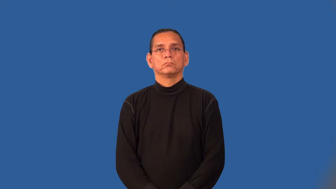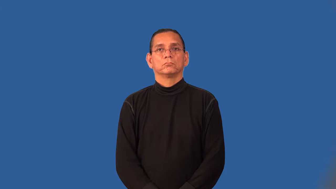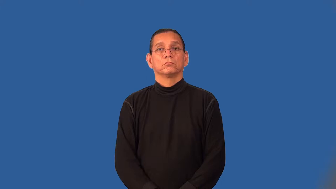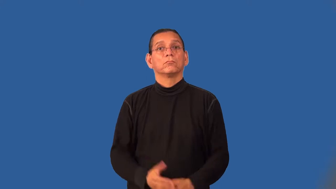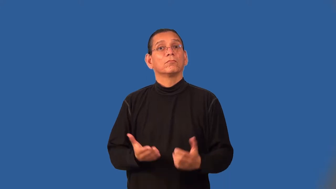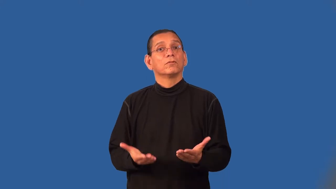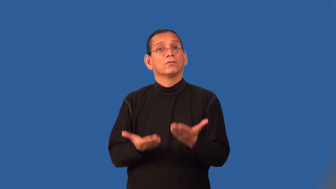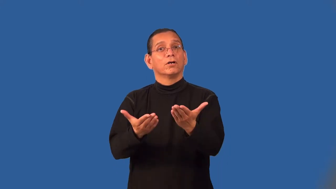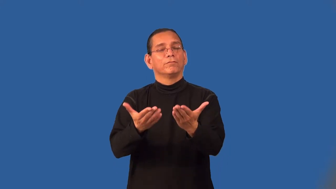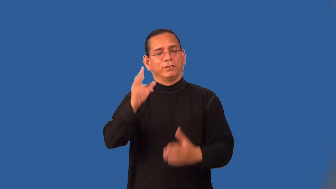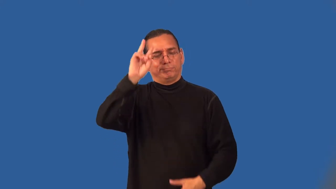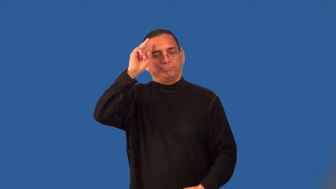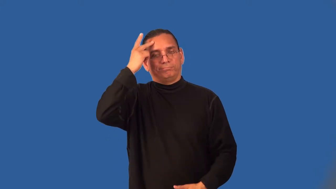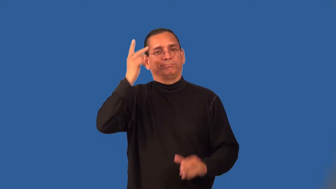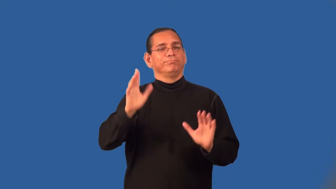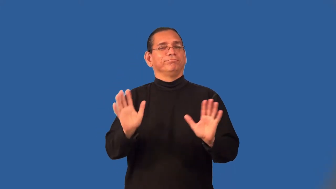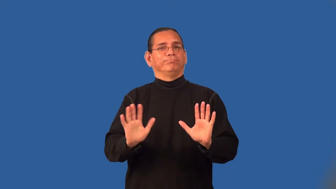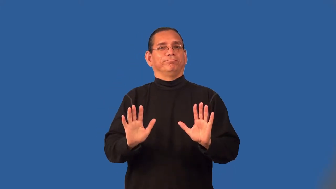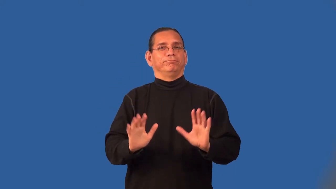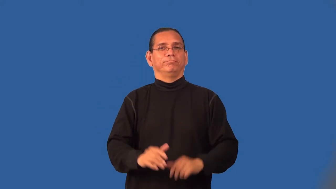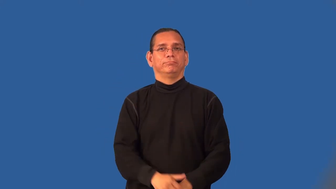retract,take back-offer